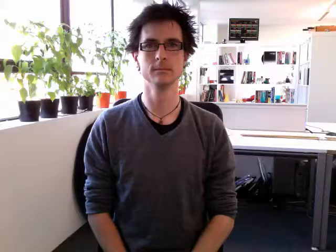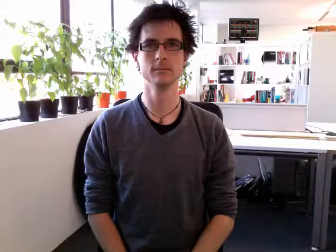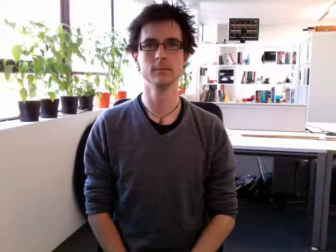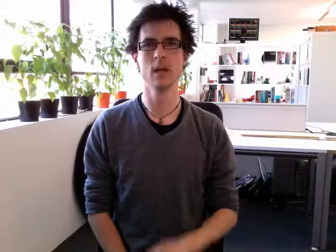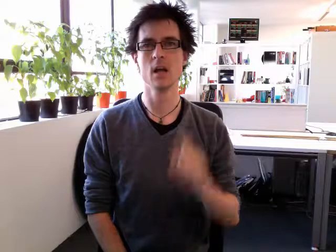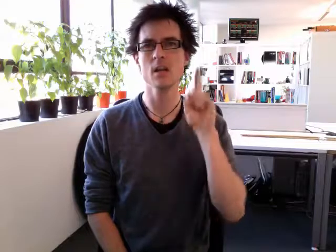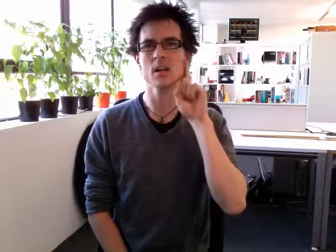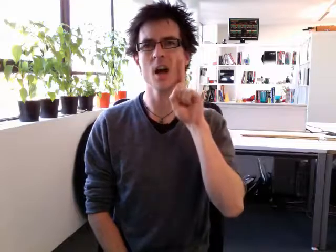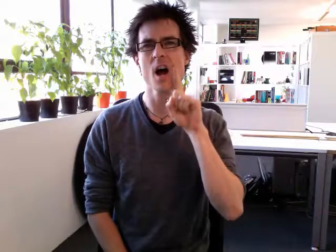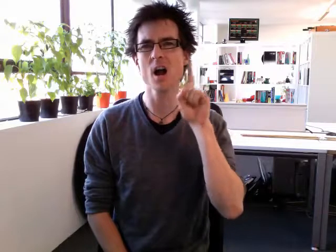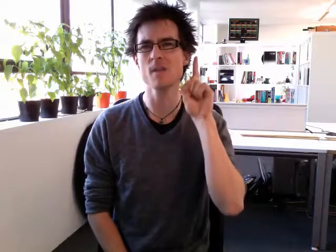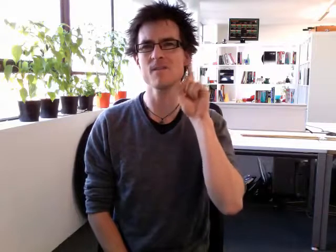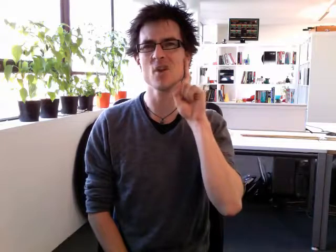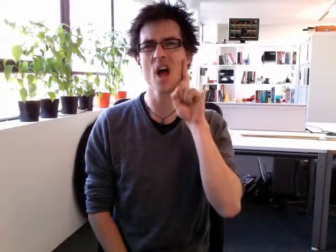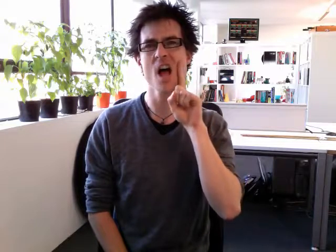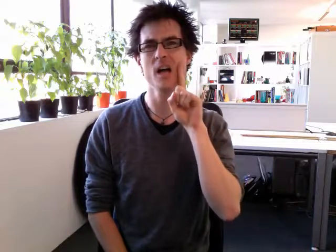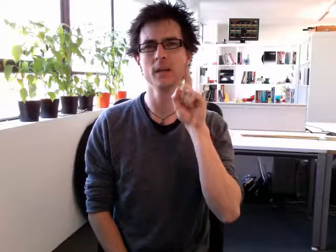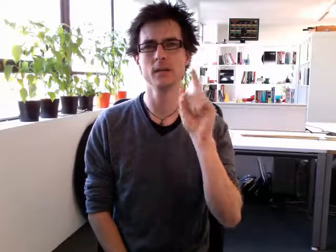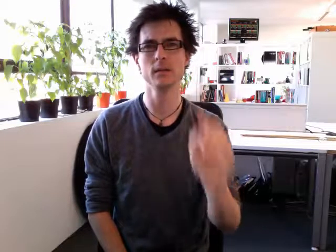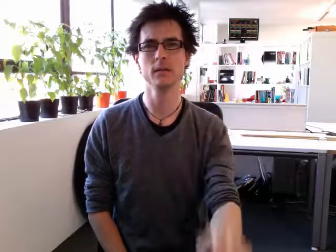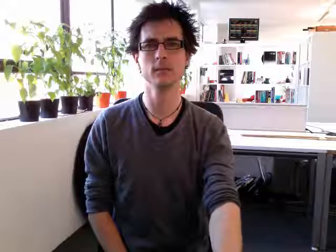girlfriend